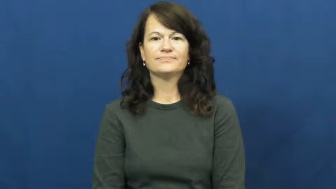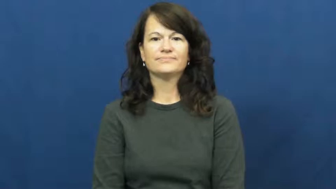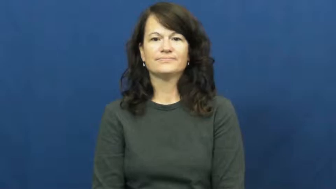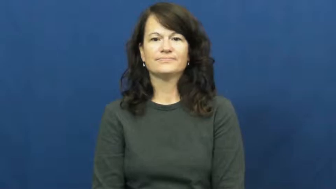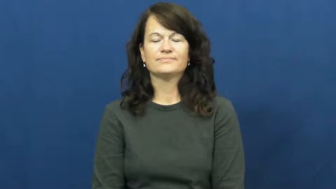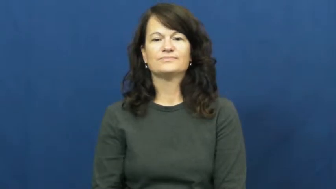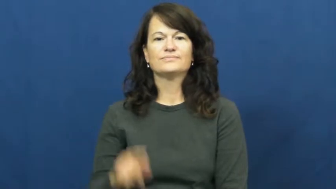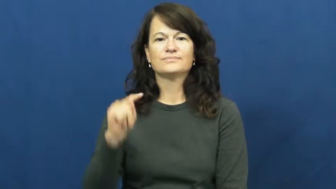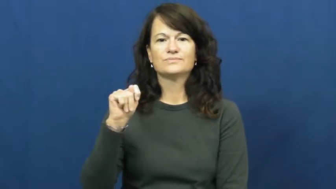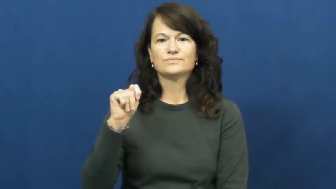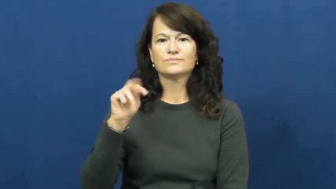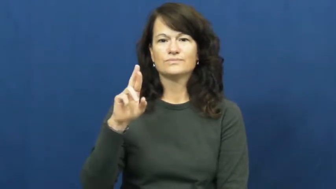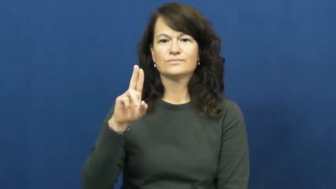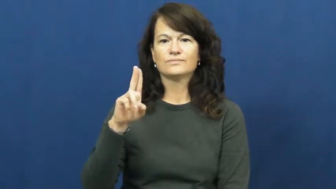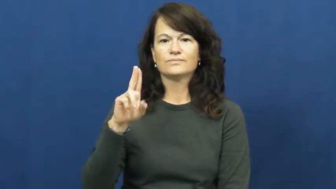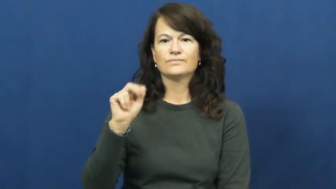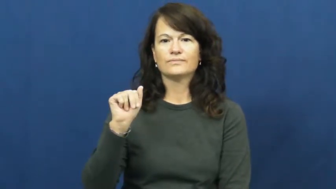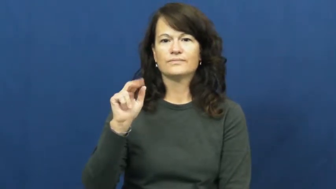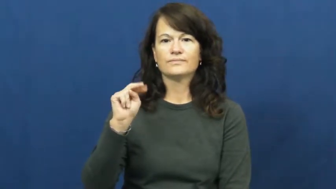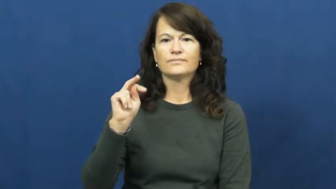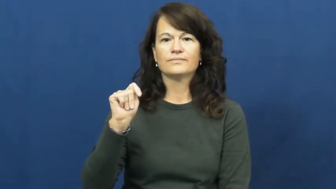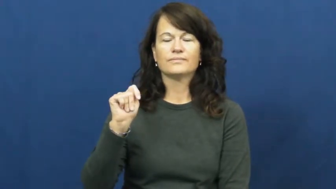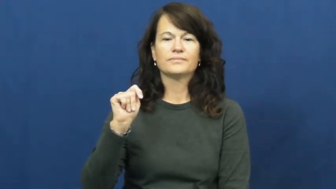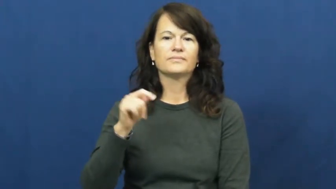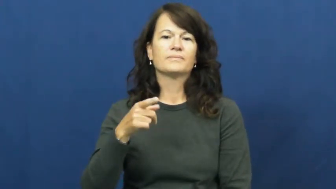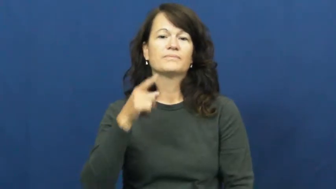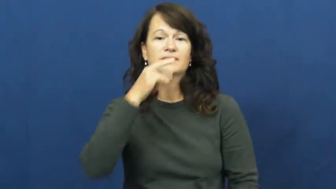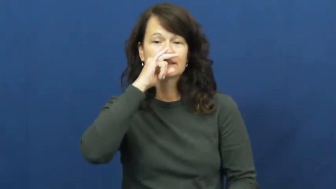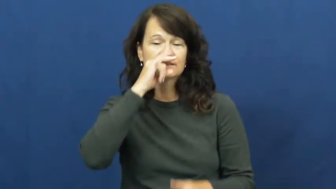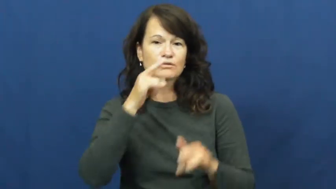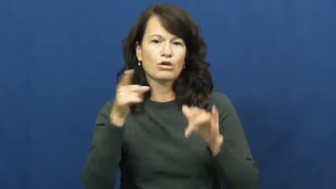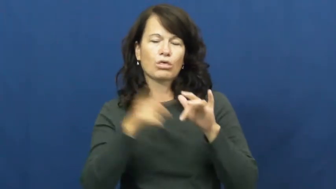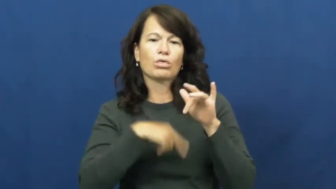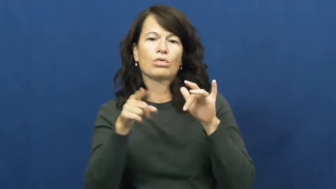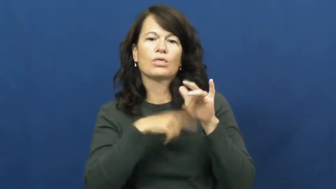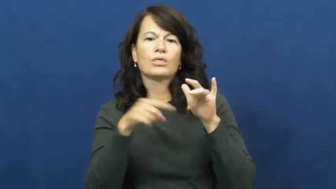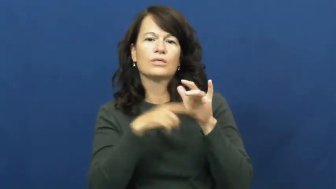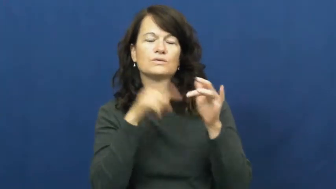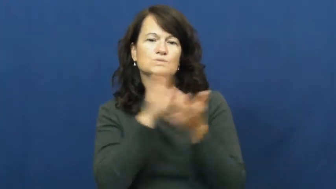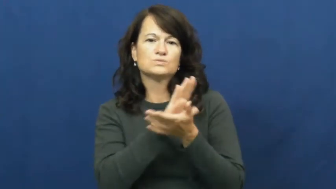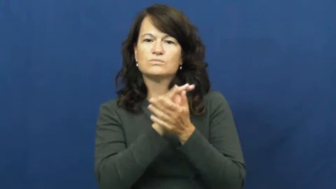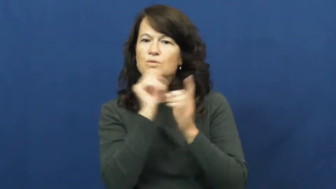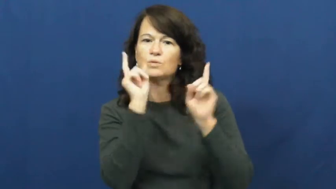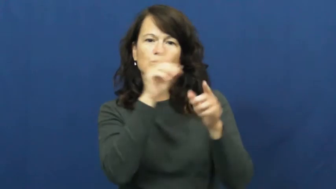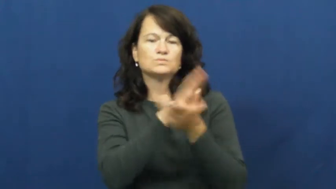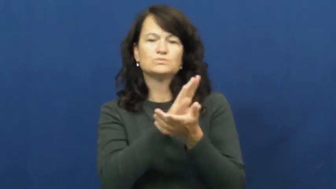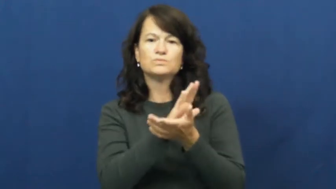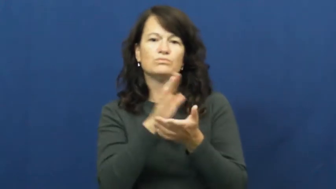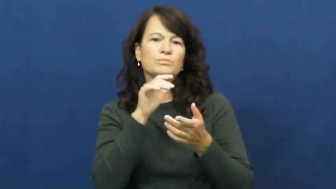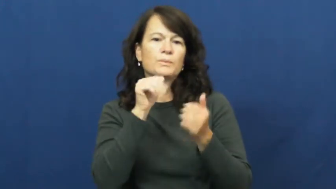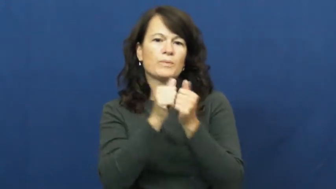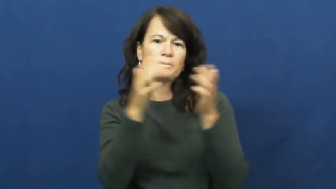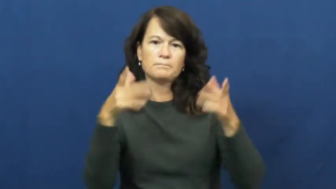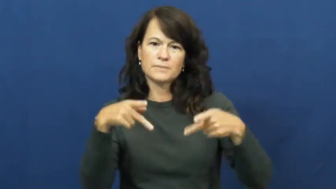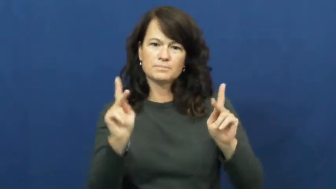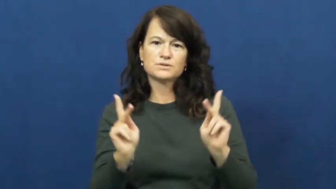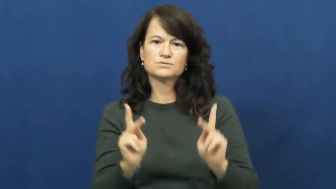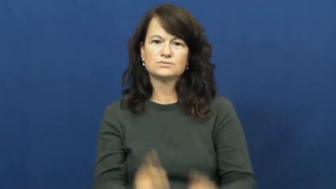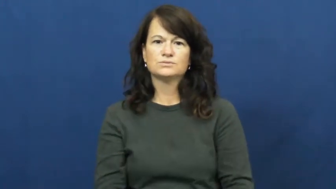truant